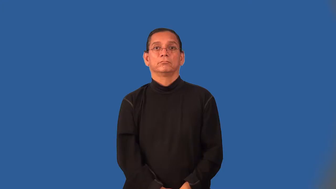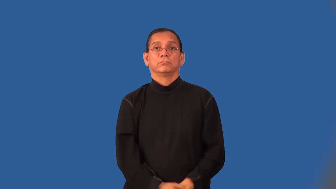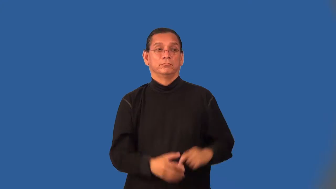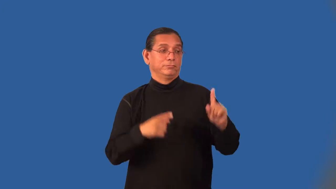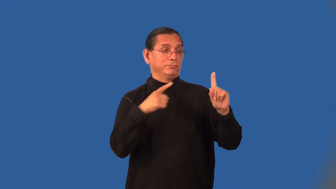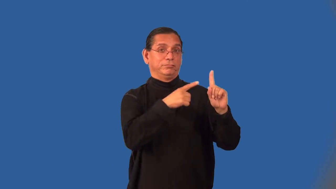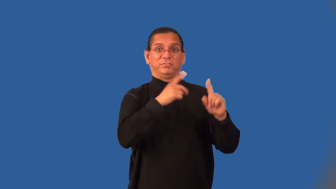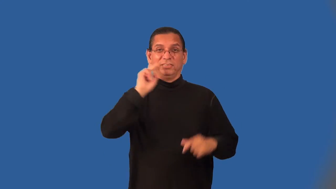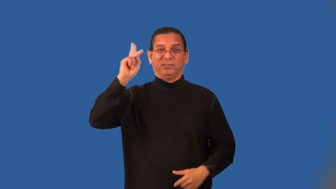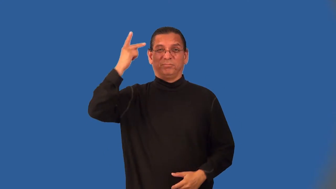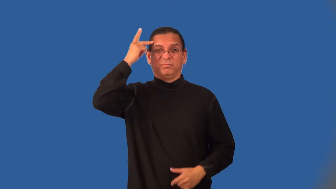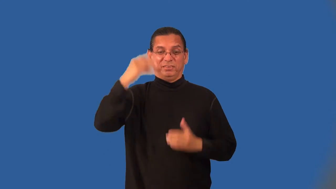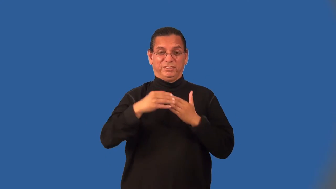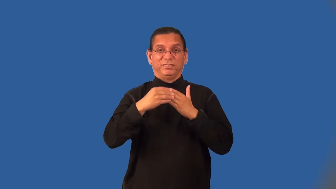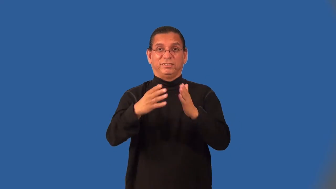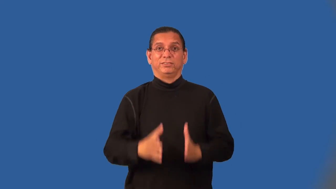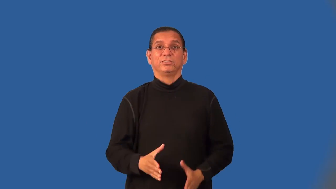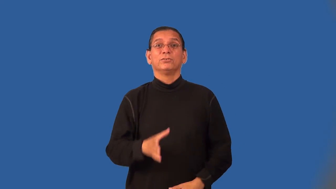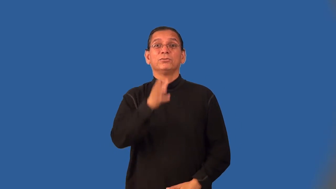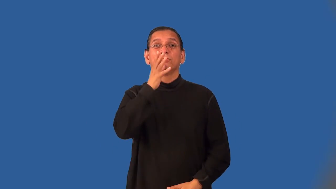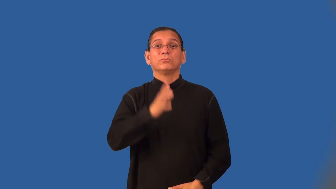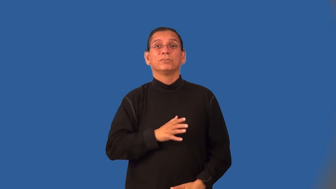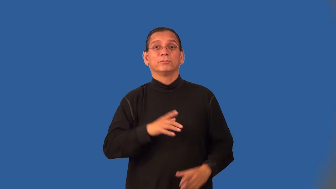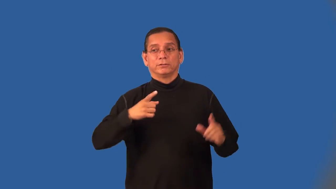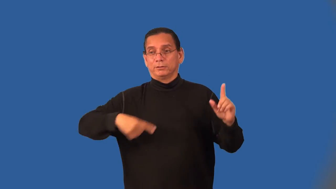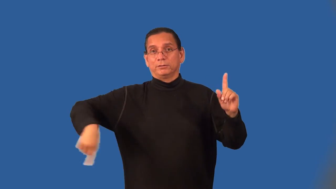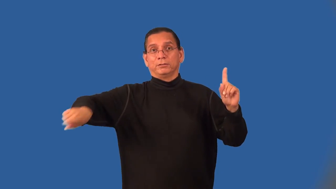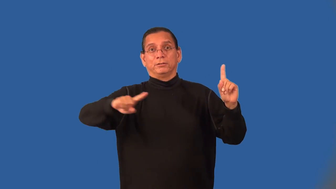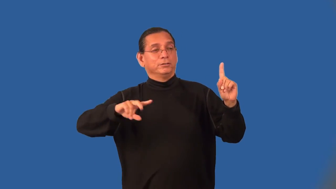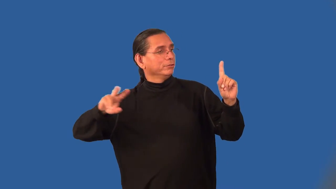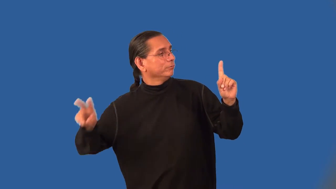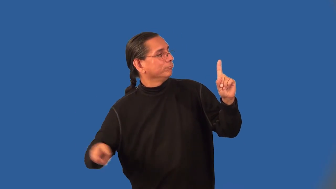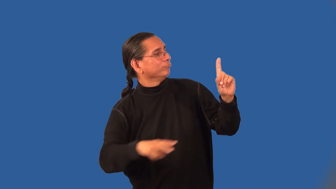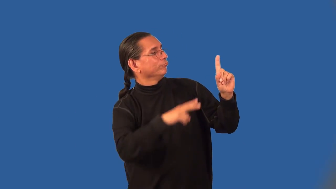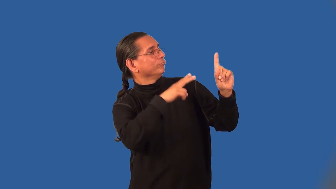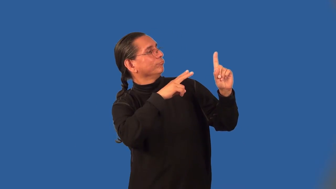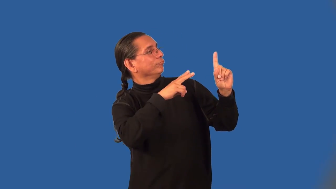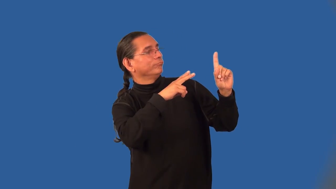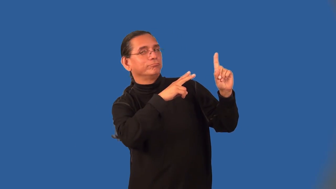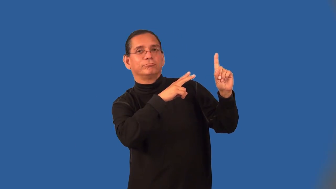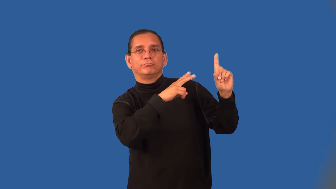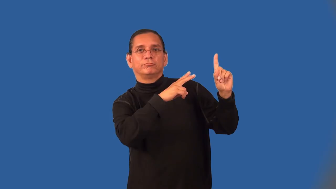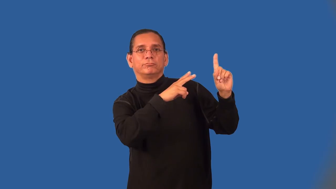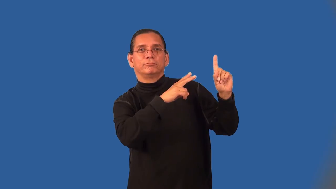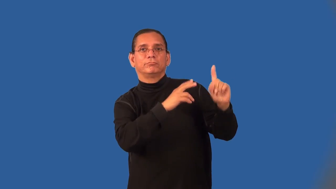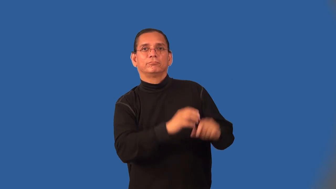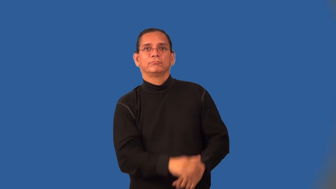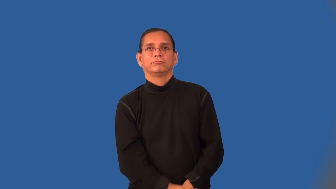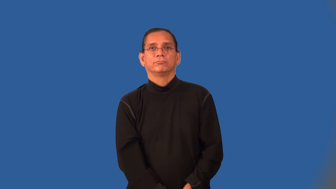stateswoman